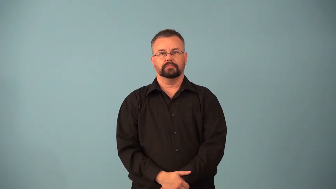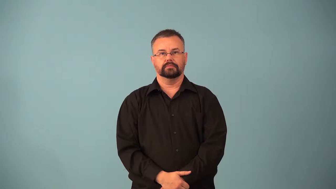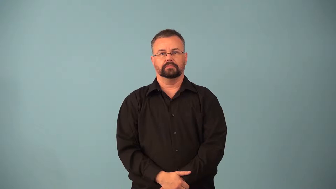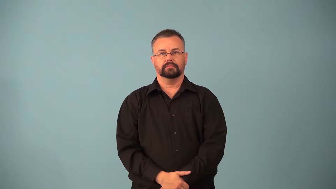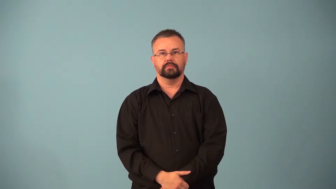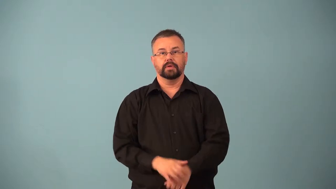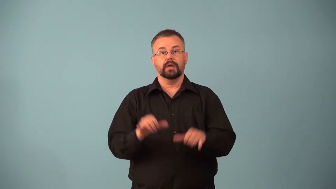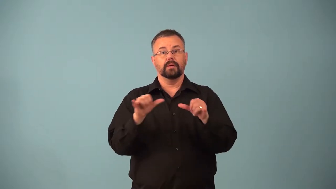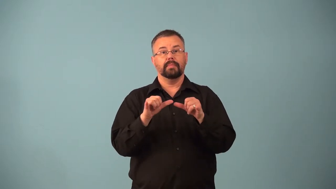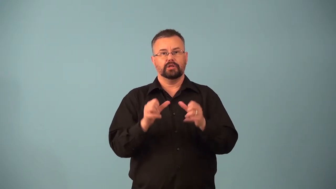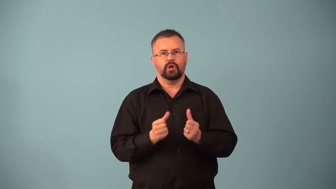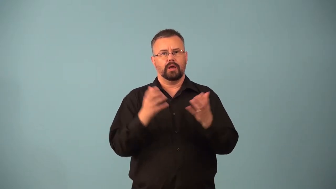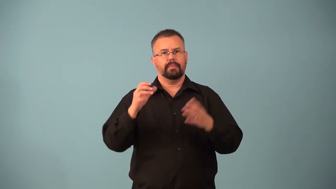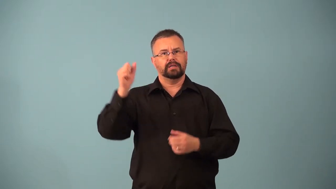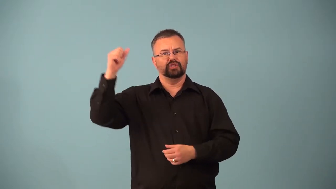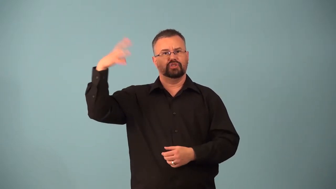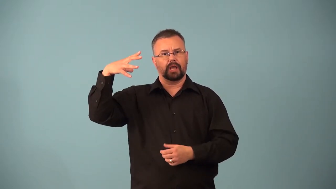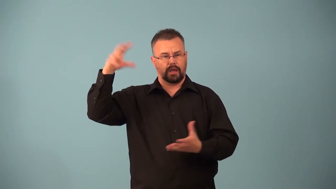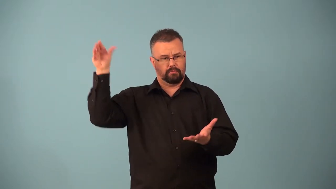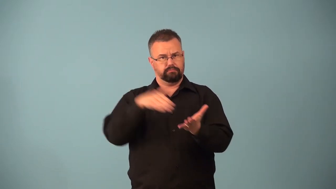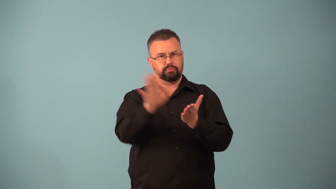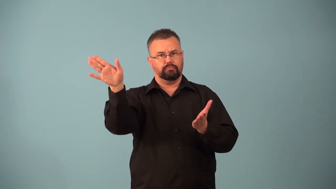albedo